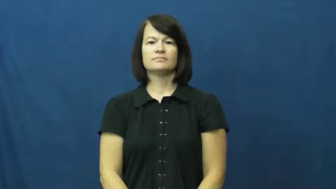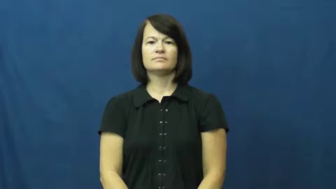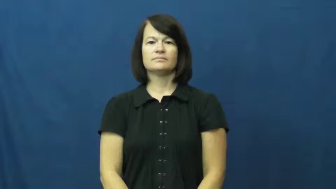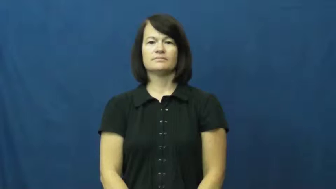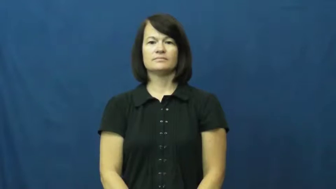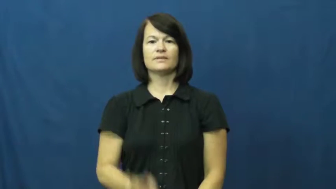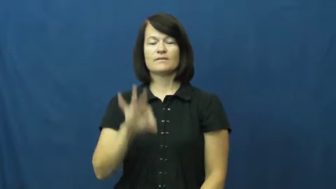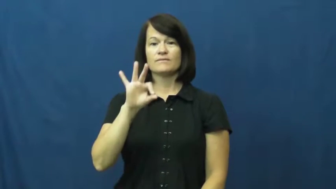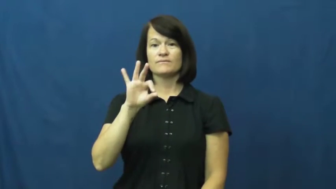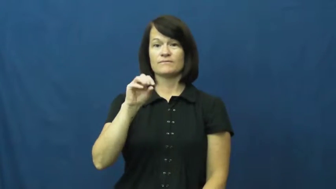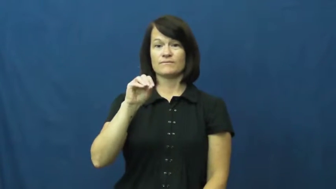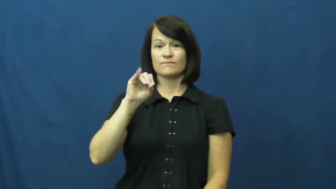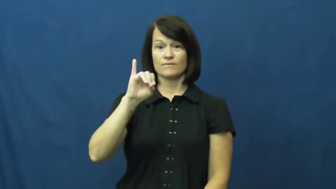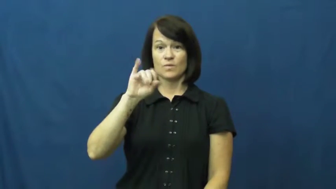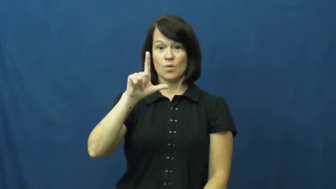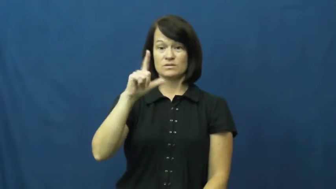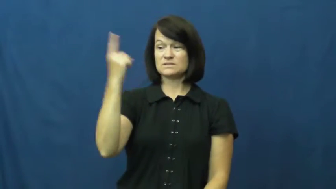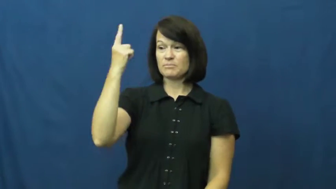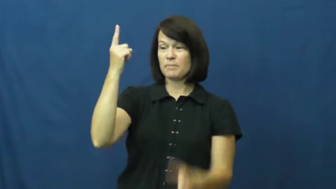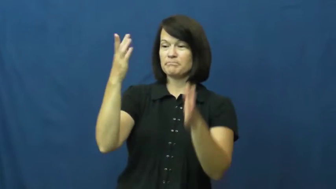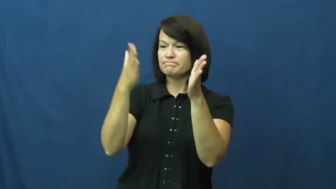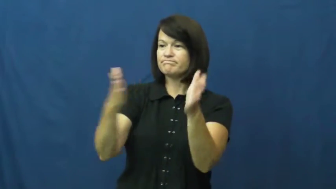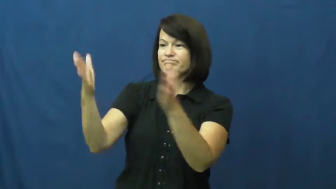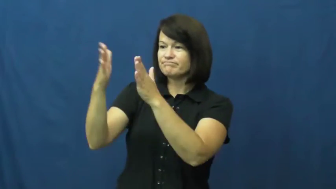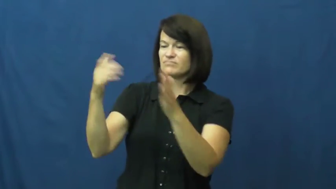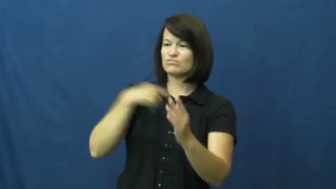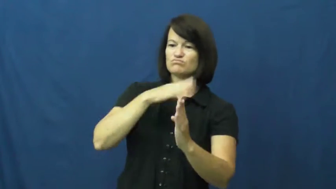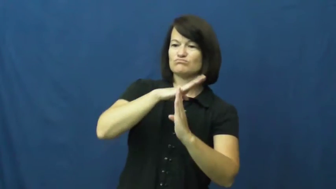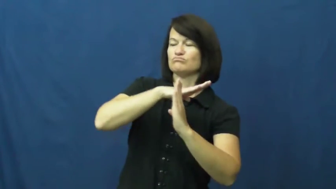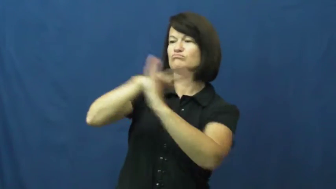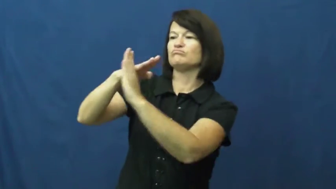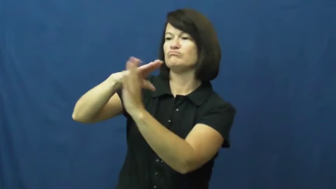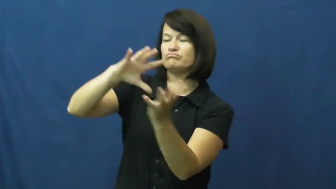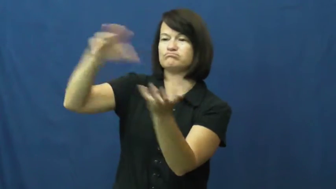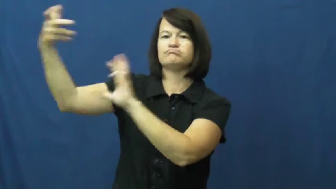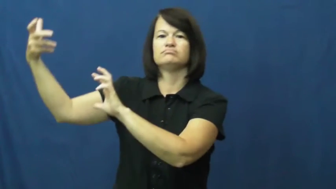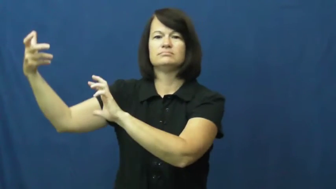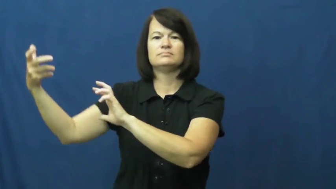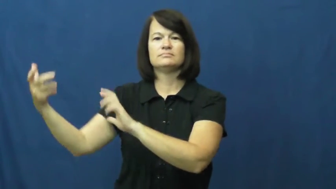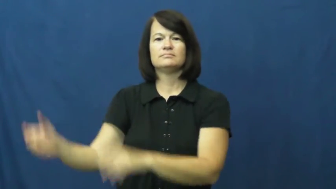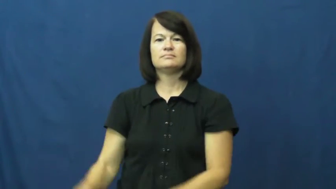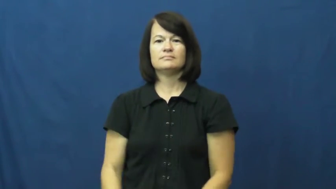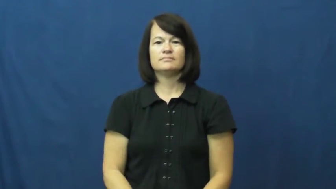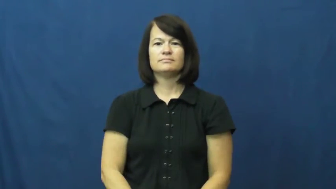foil-ruin